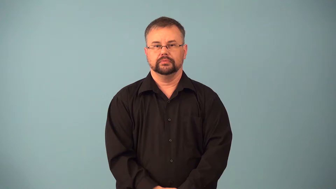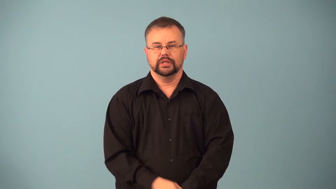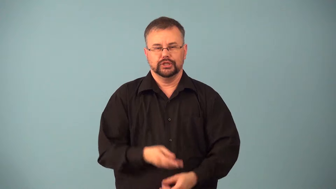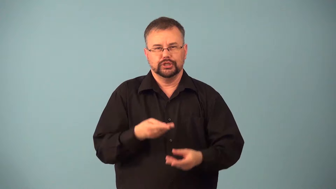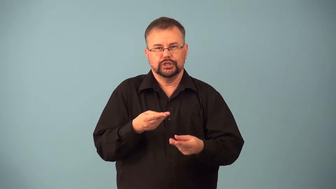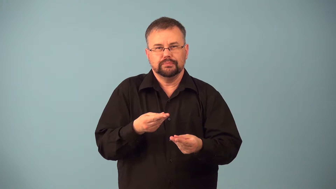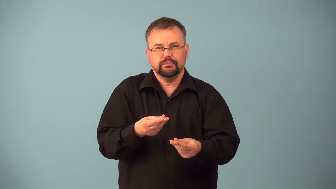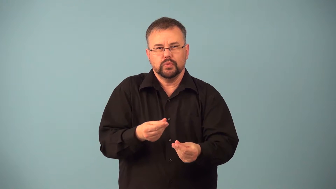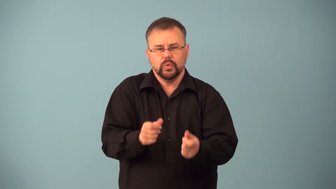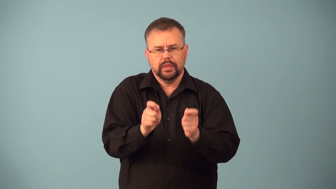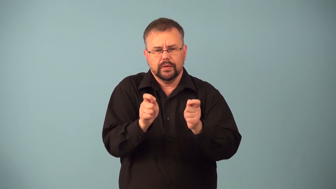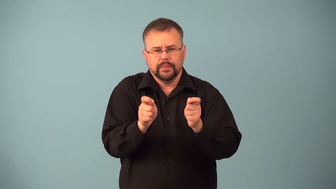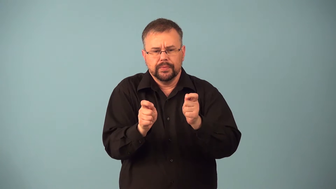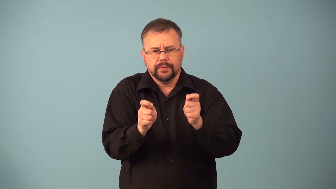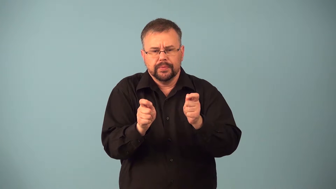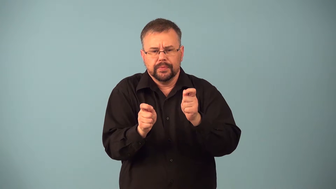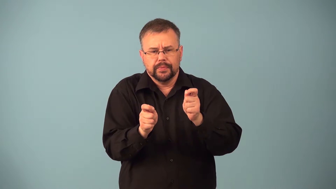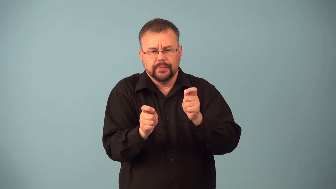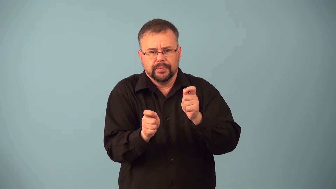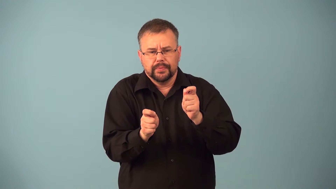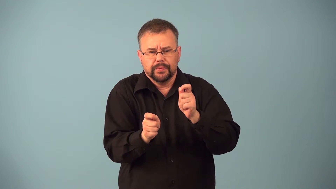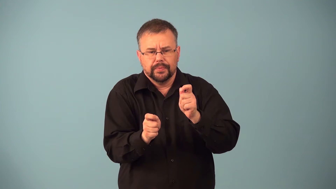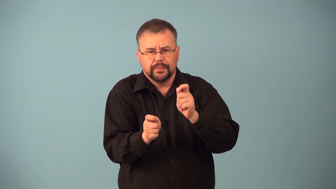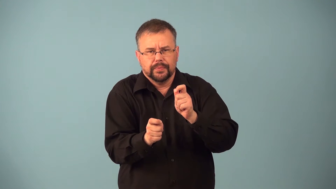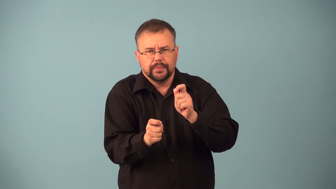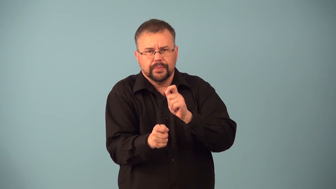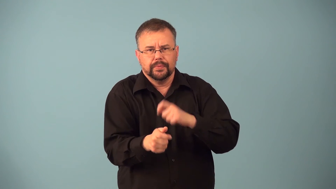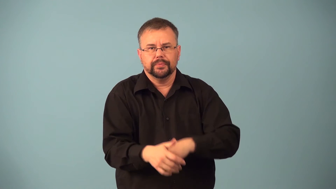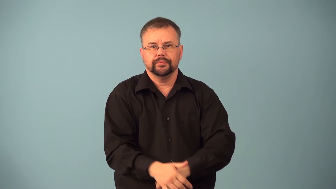gradate-change smoothly from one to another